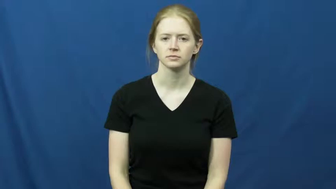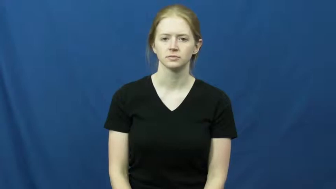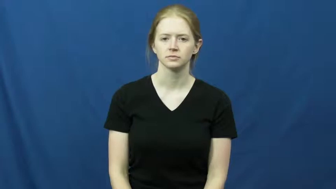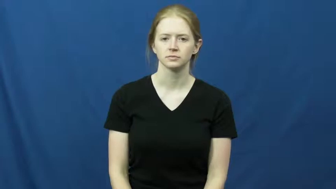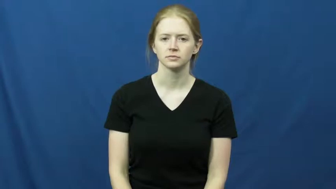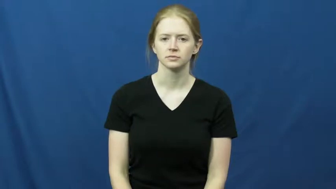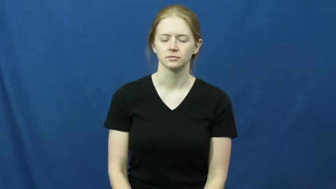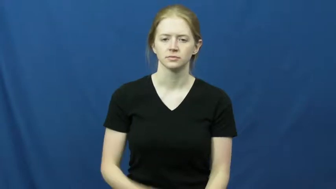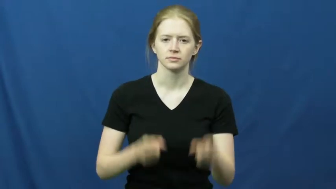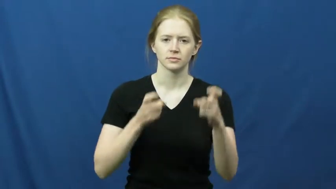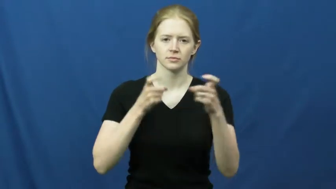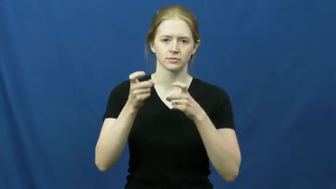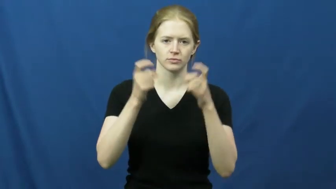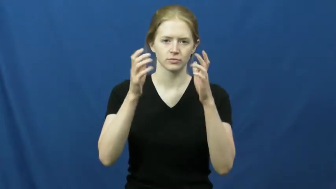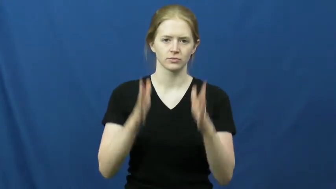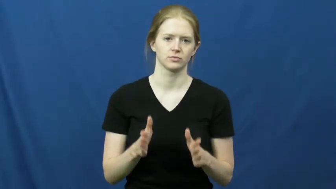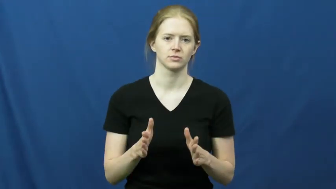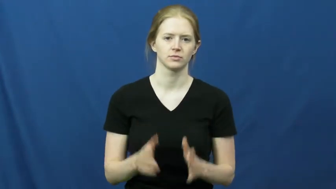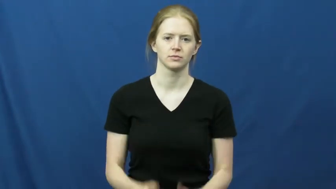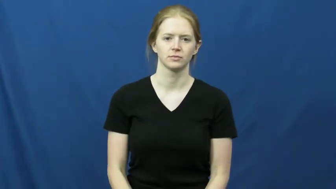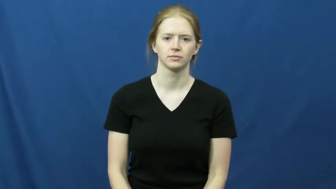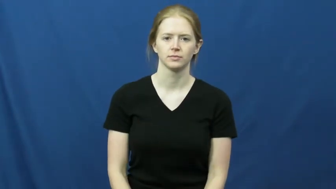director